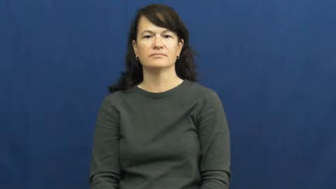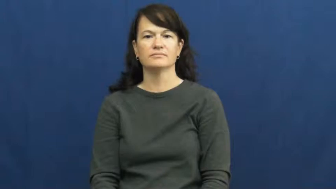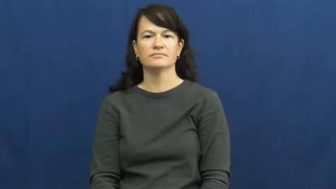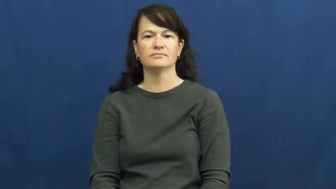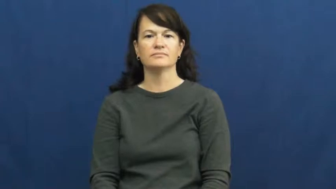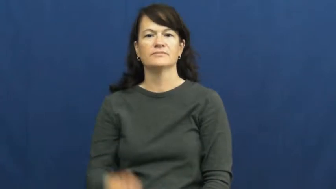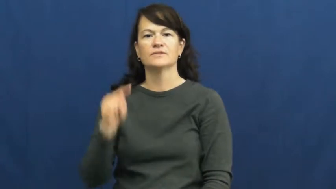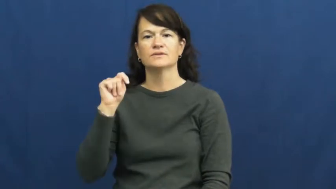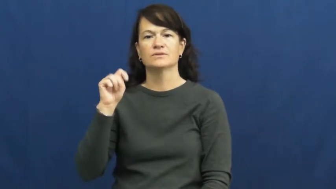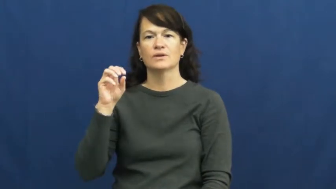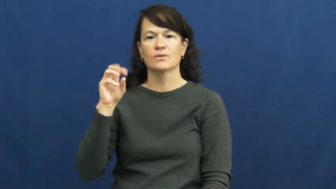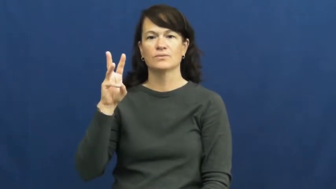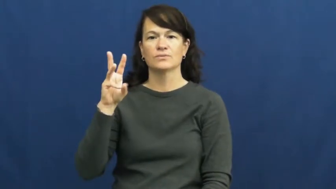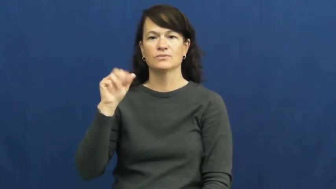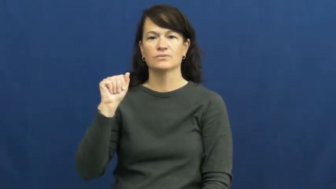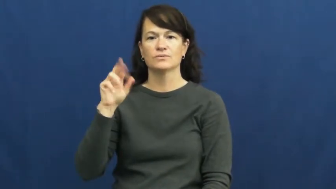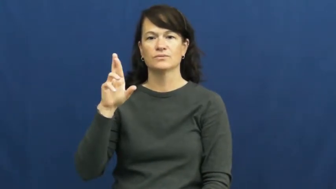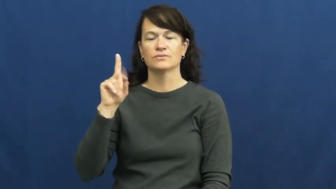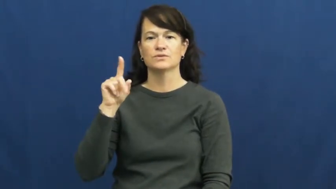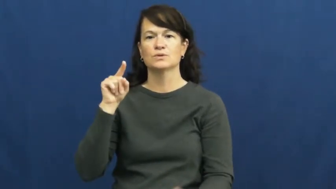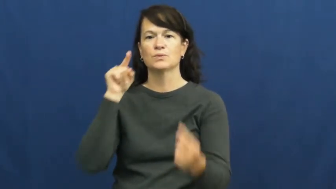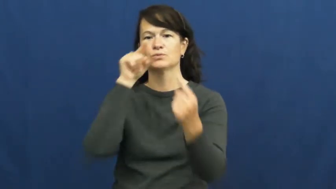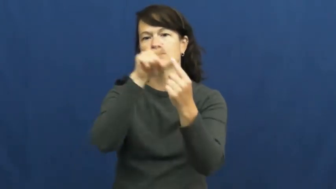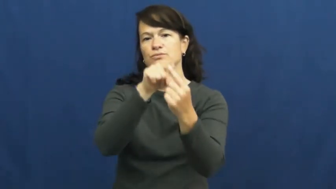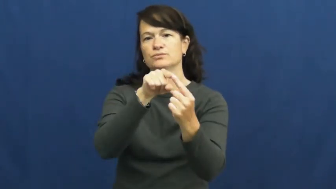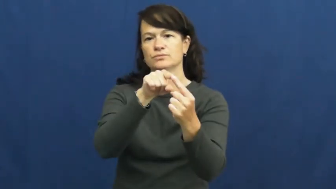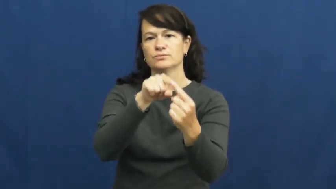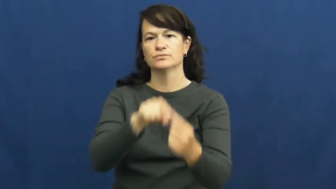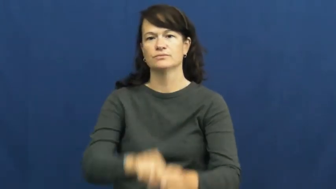toward